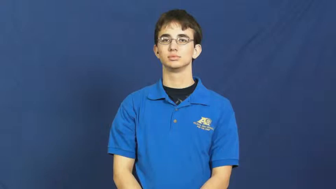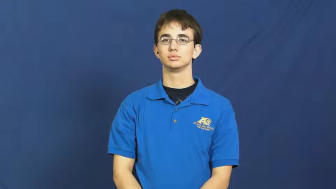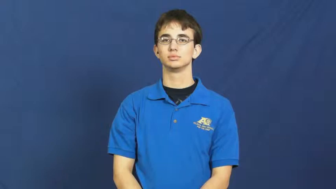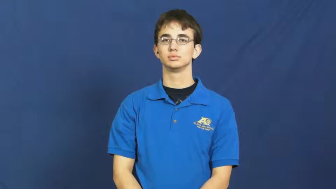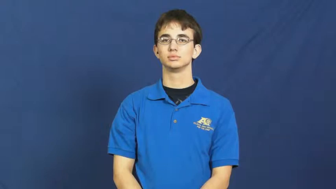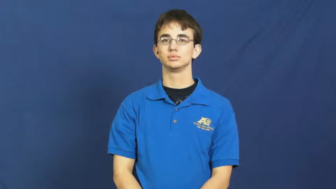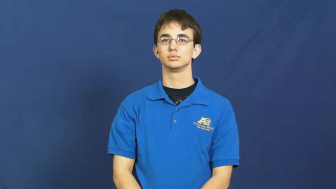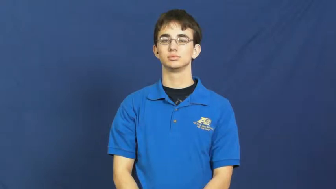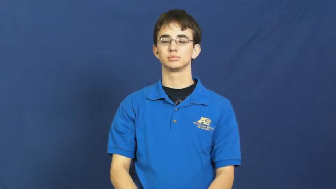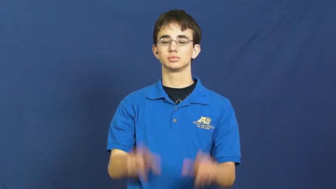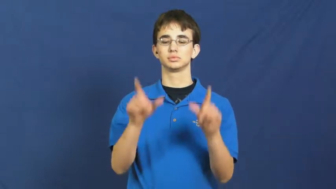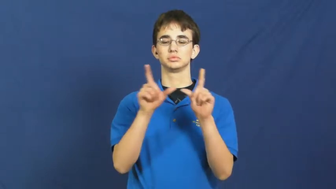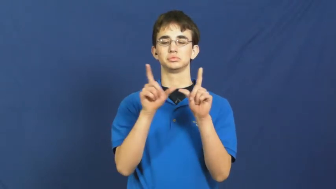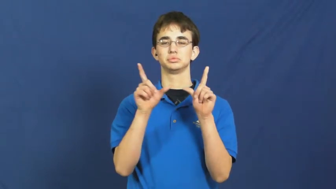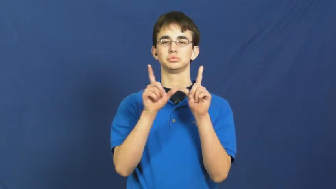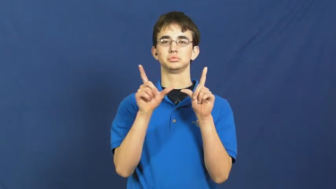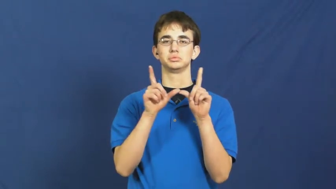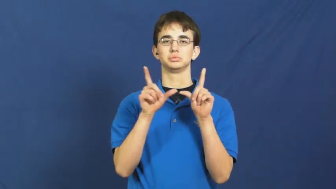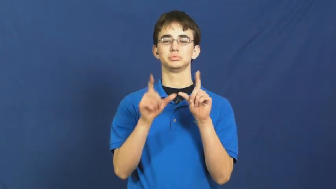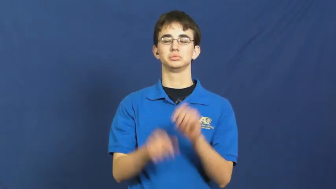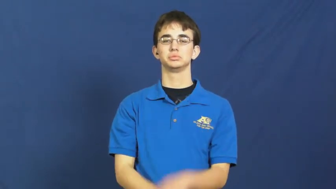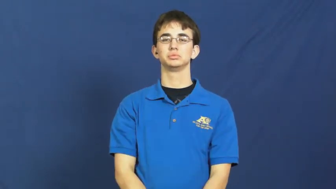license